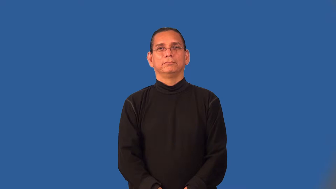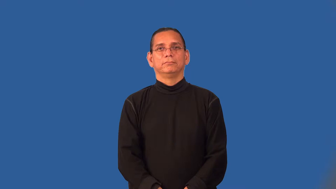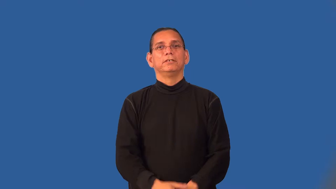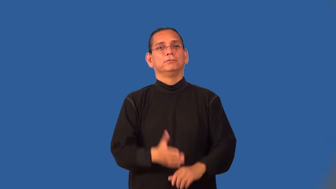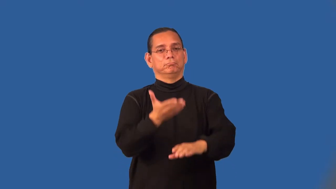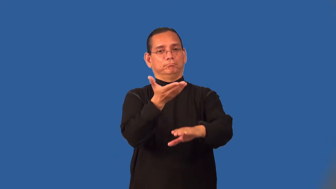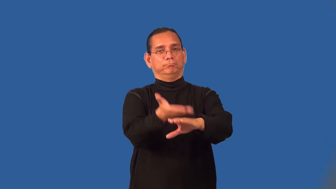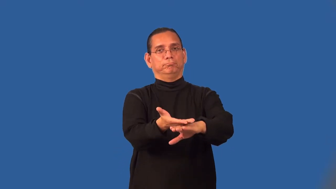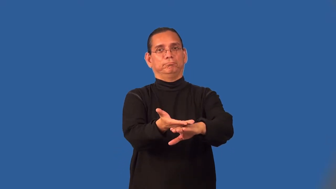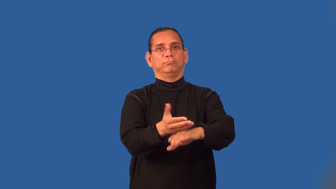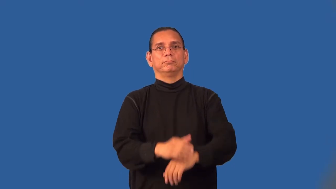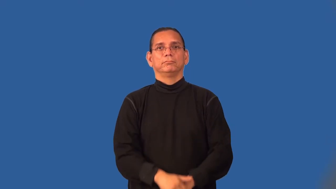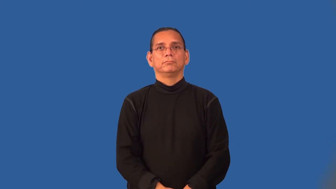rest-be located on something